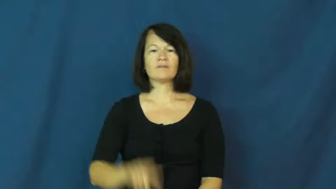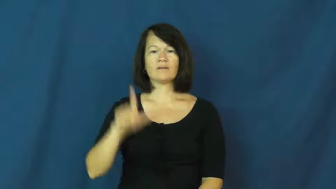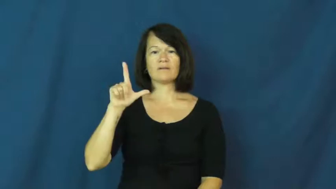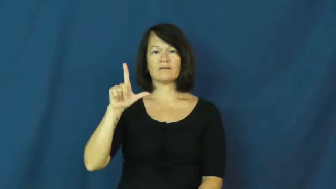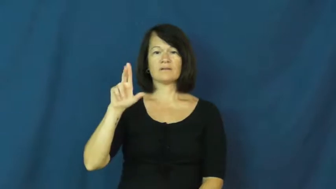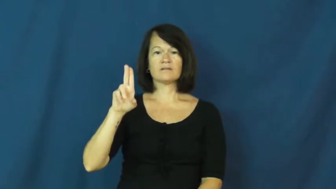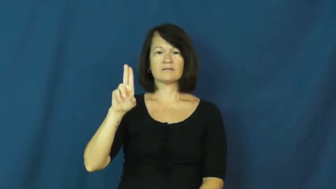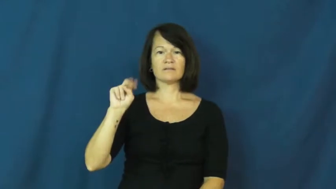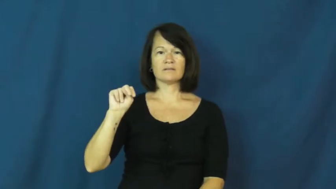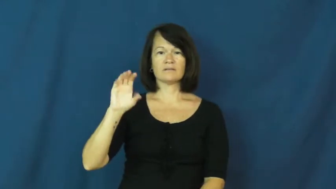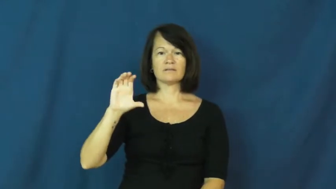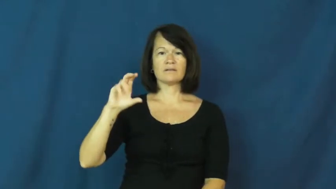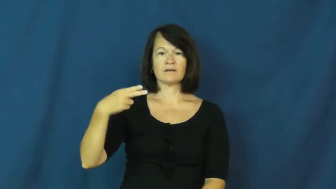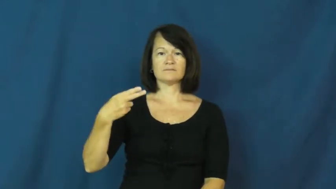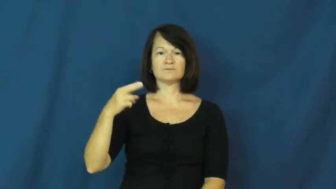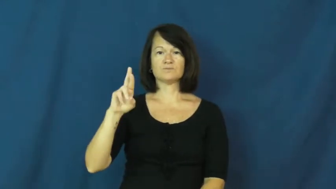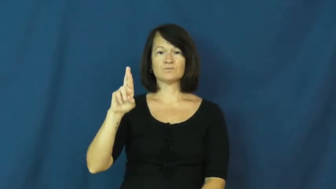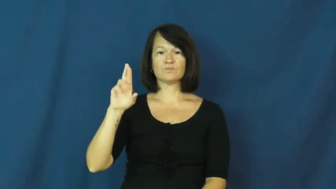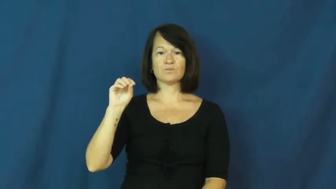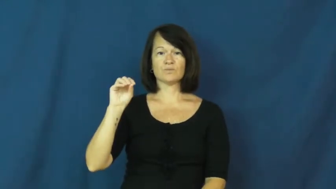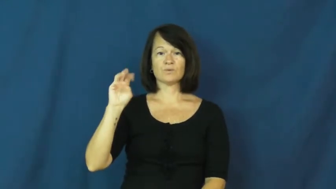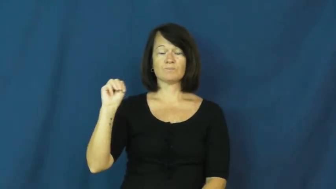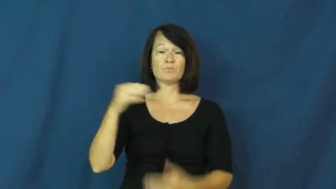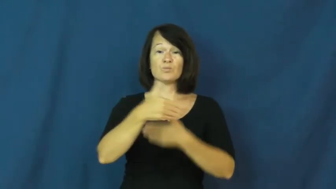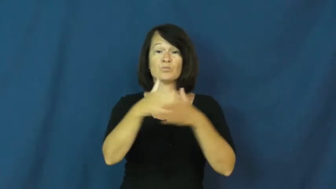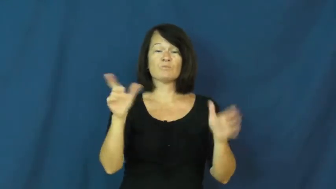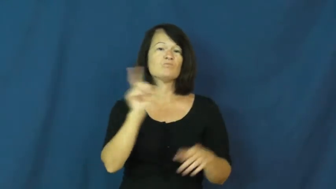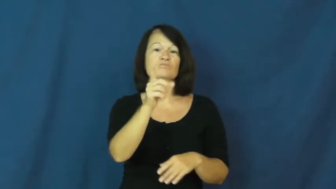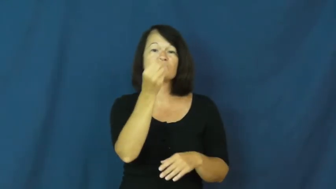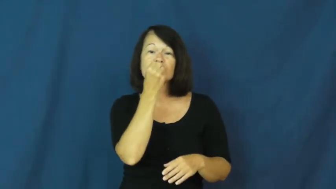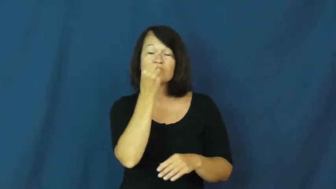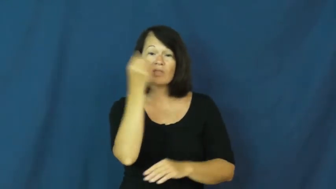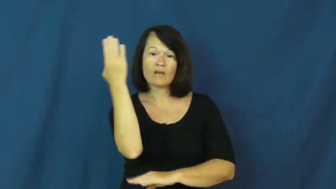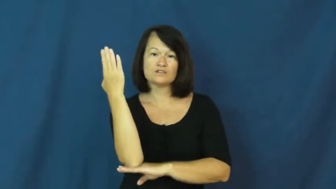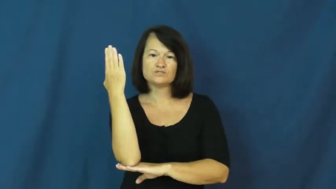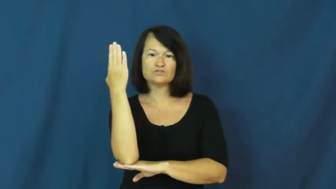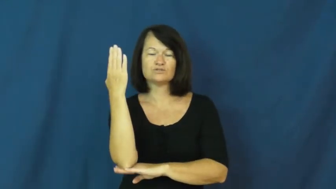lunchroom